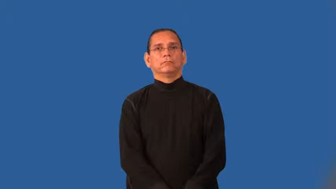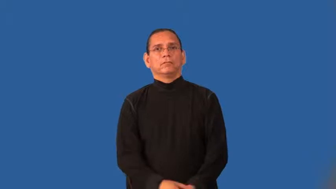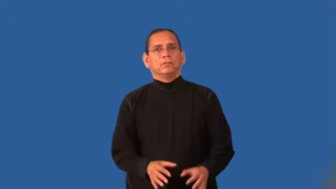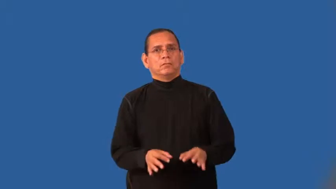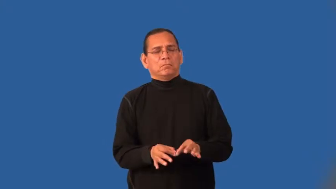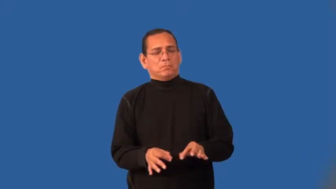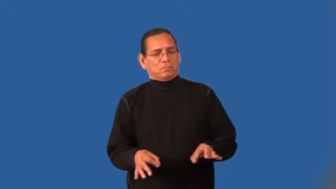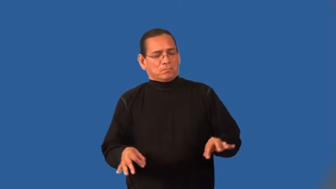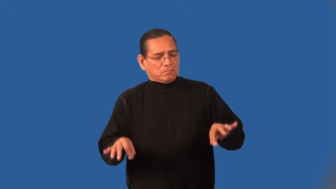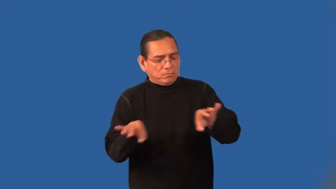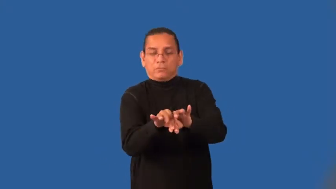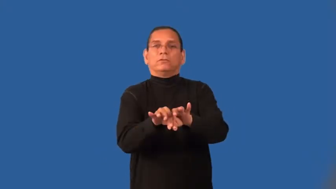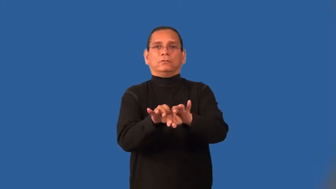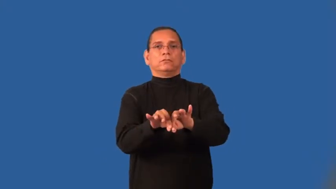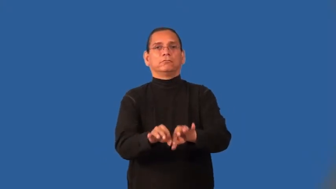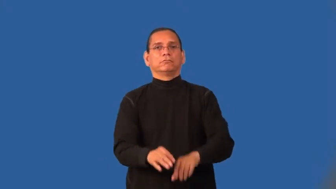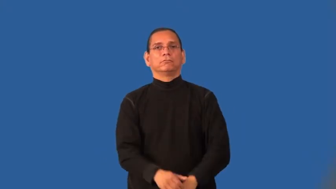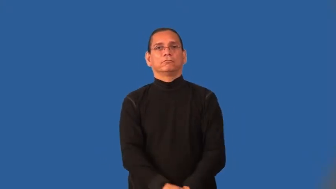imperative,integral,crucial,crux